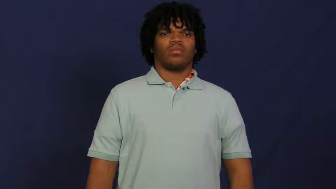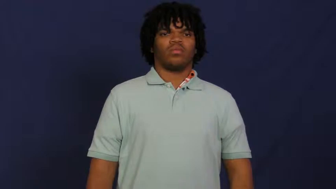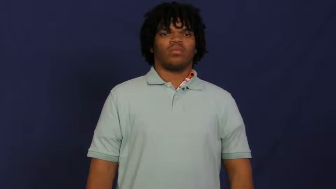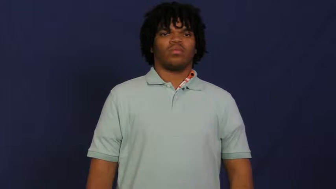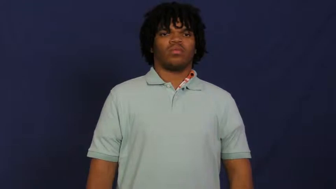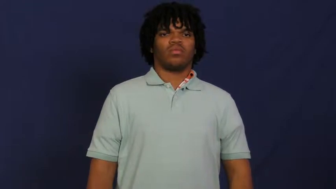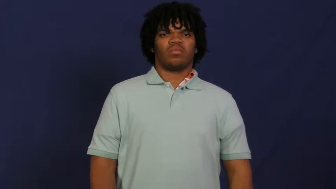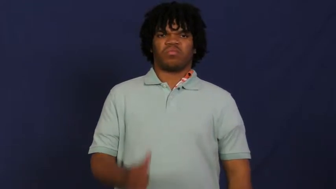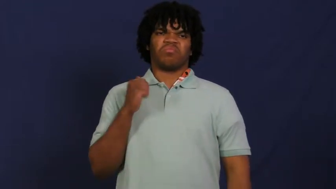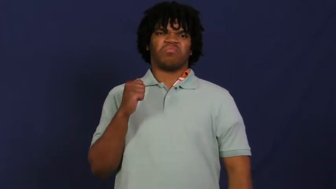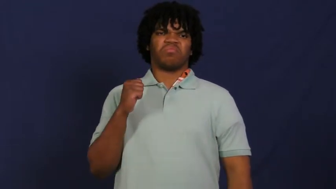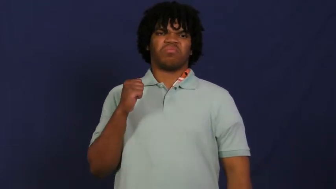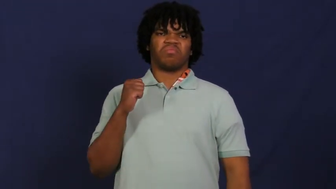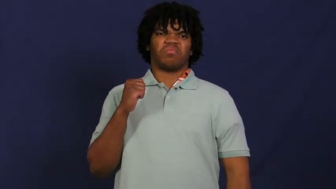refuse,recalcitrant,flout,balk-will not